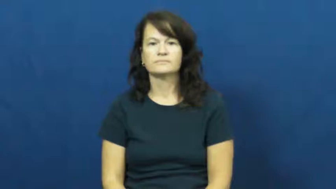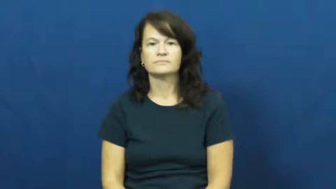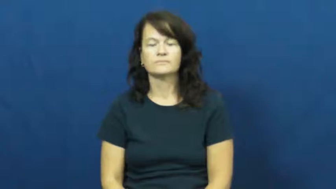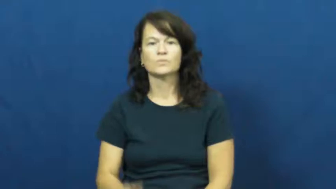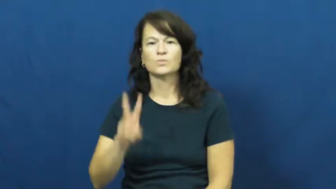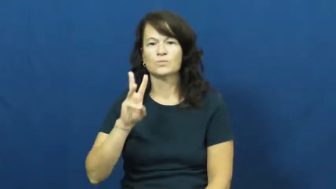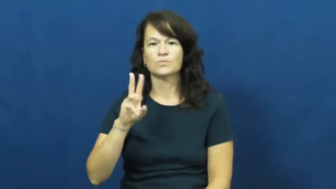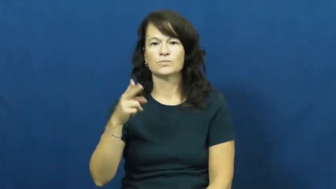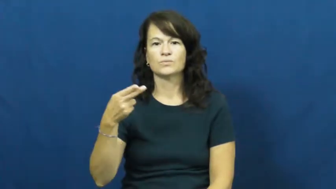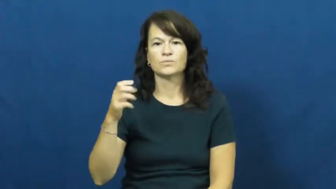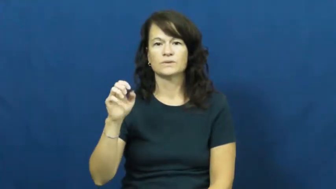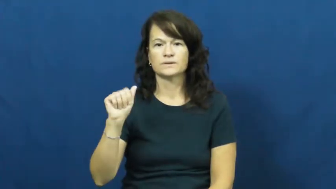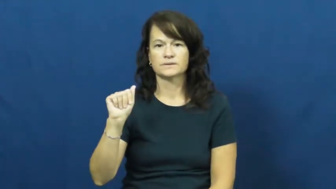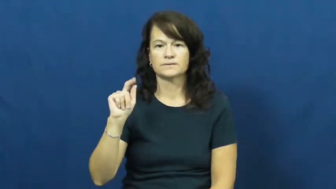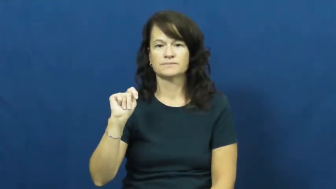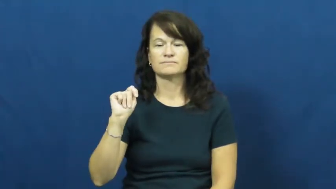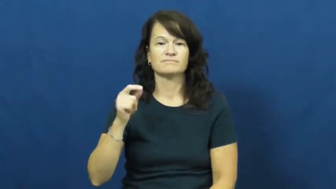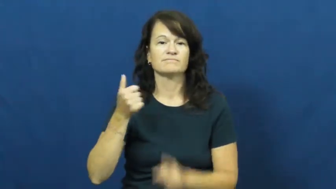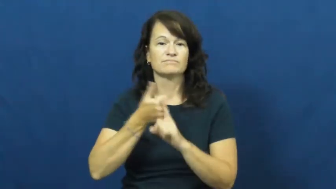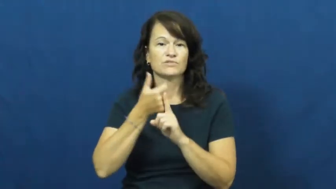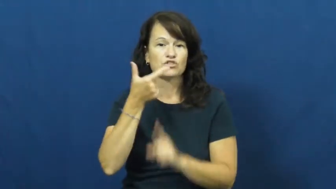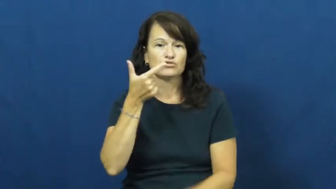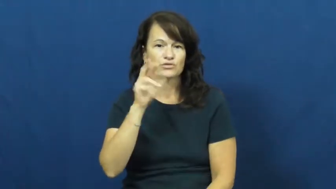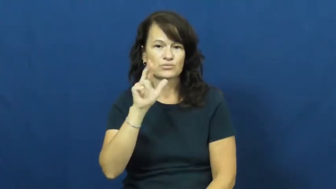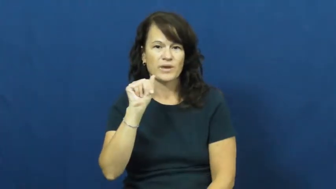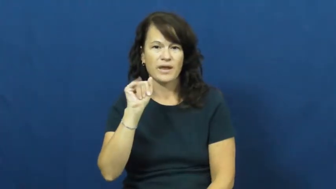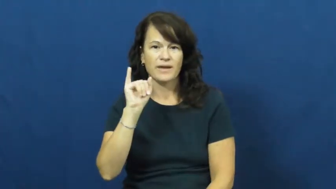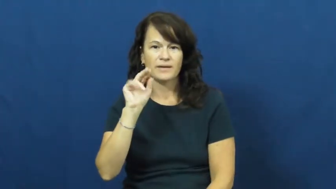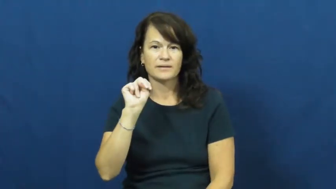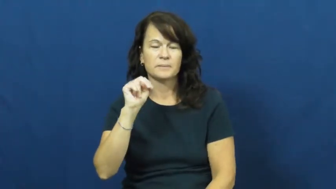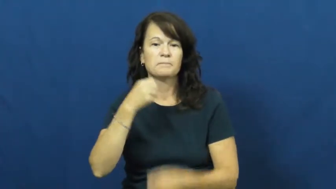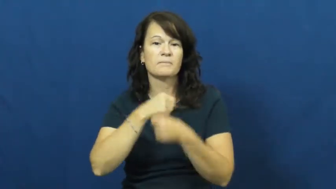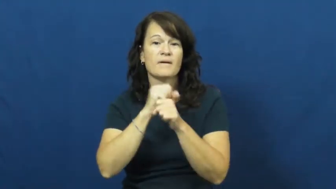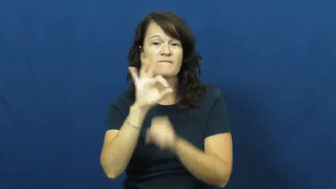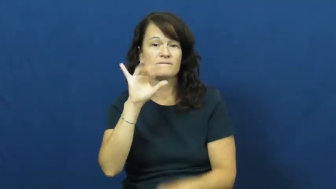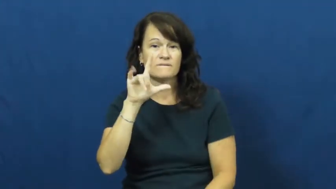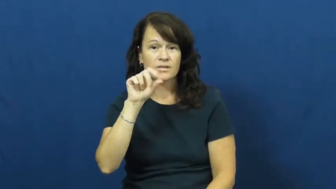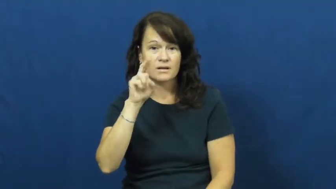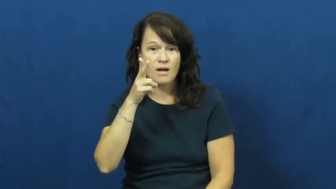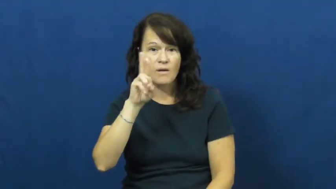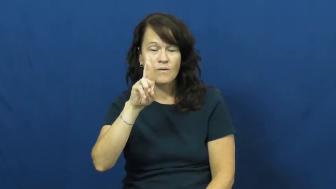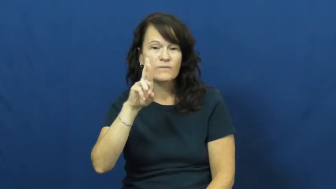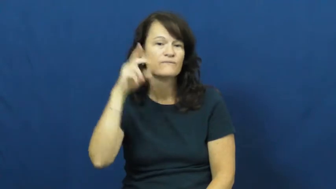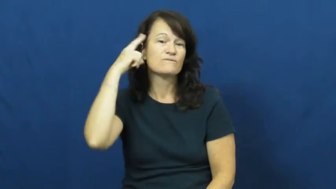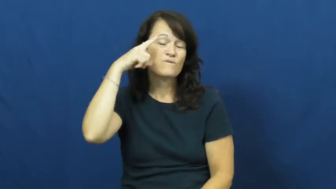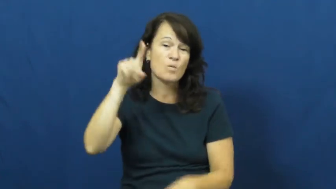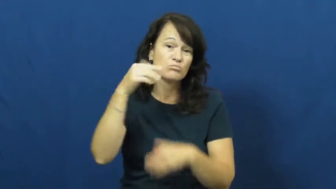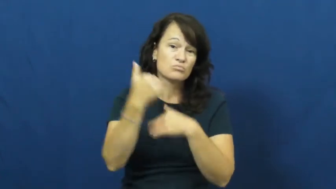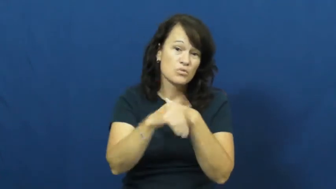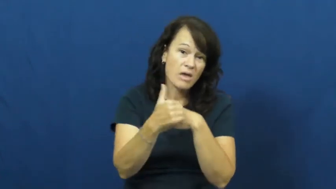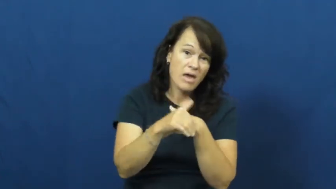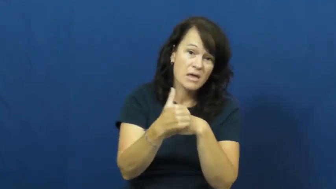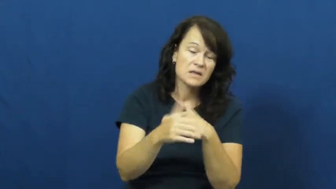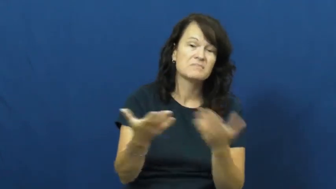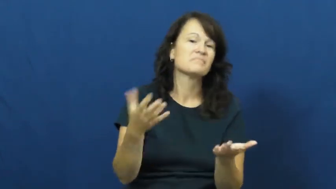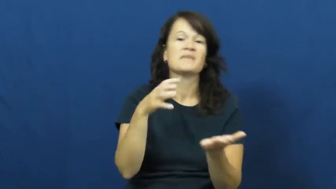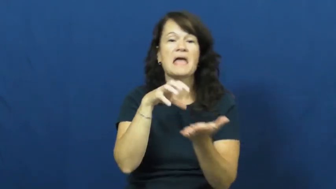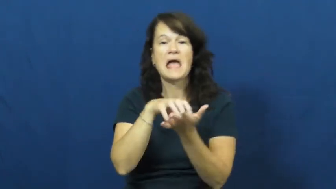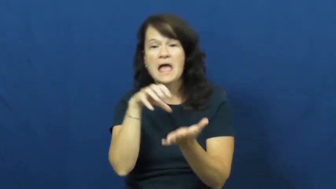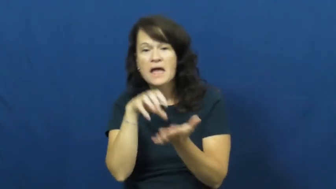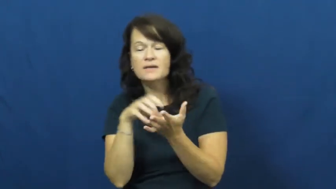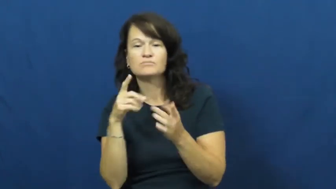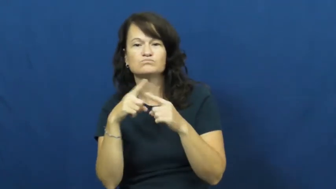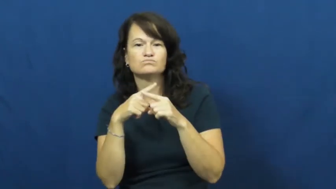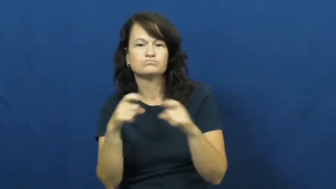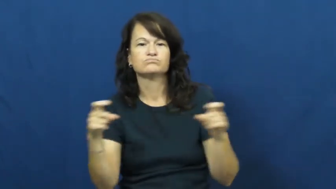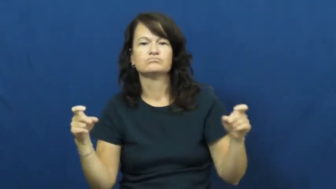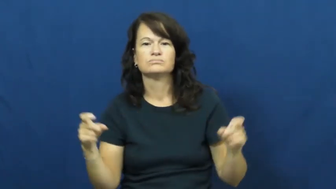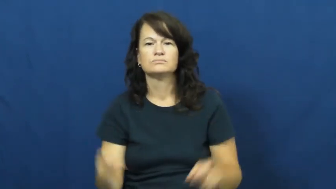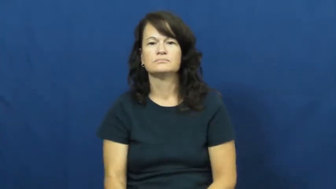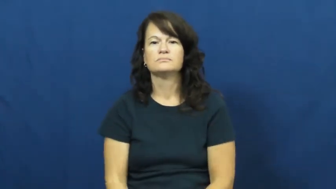wheat